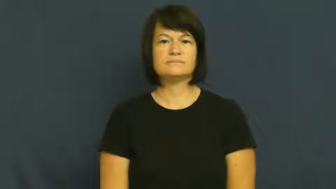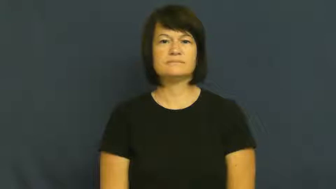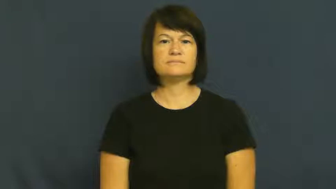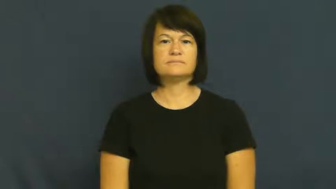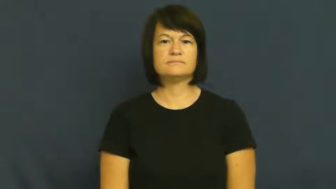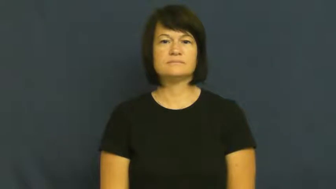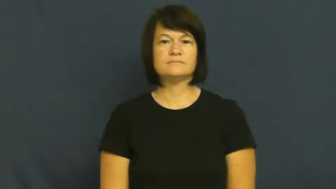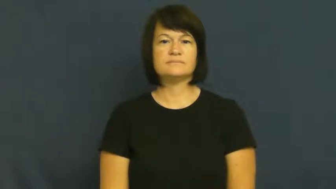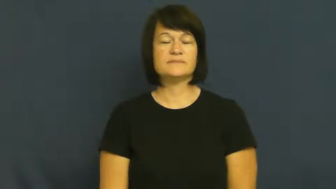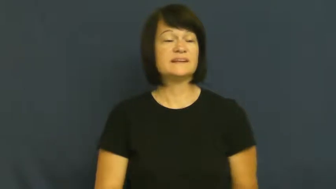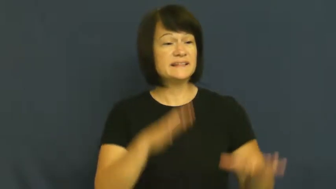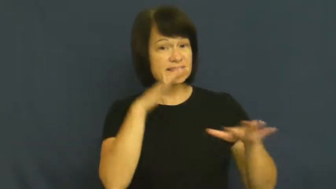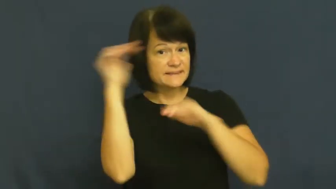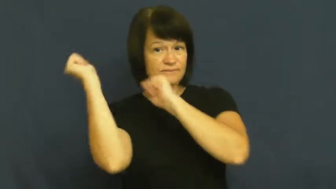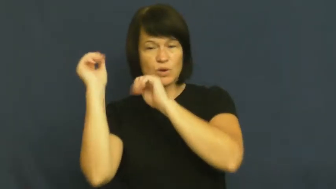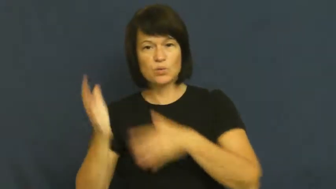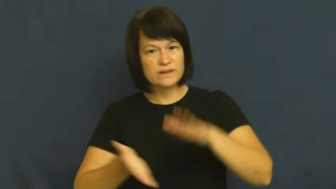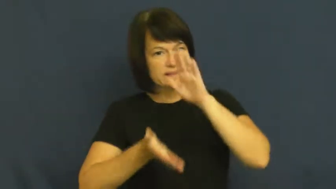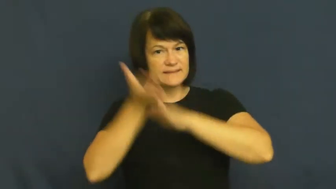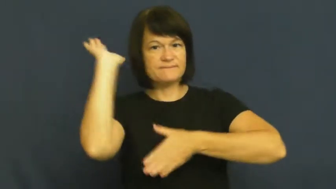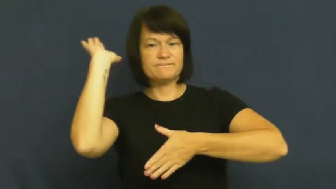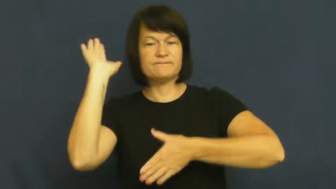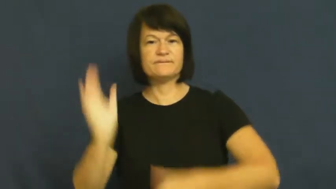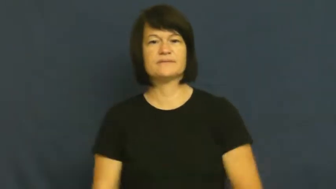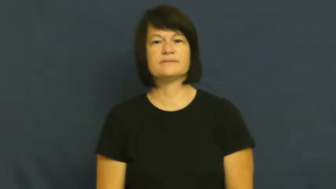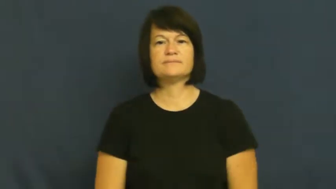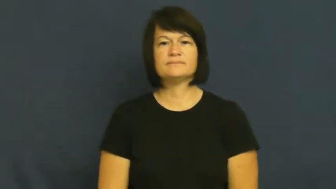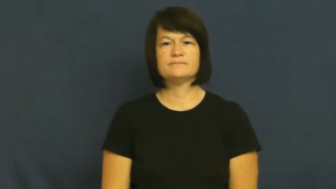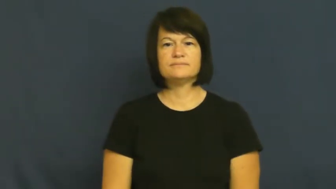step out,take off,shove off,off,split-leave